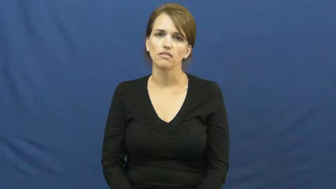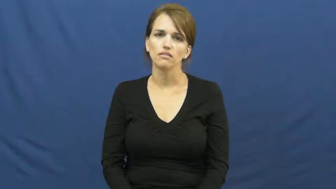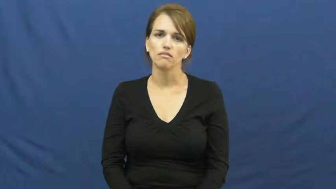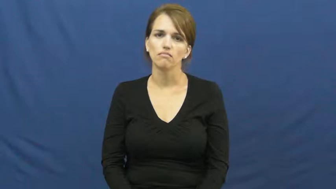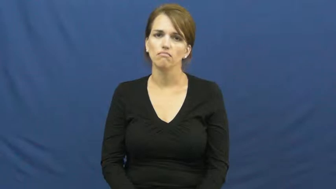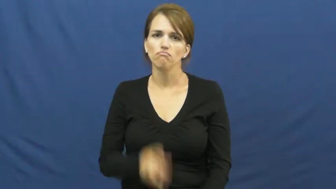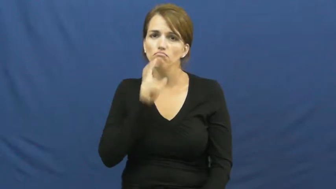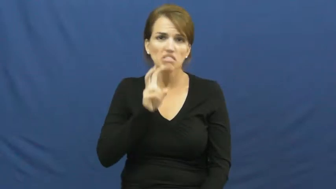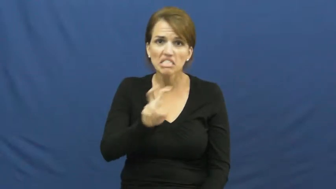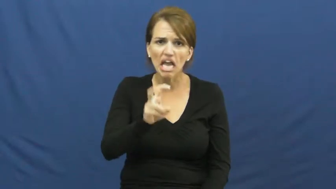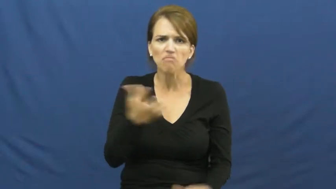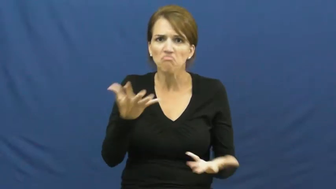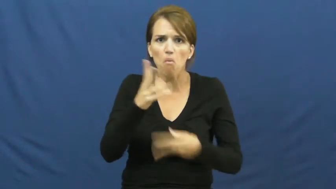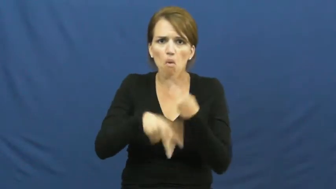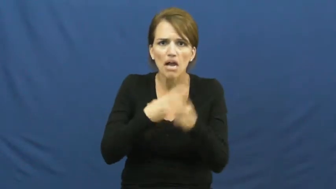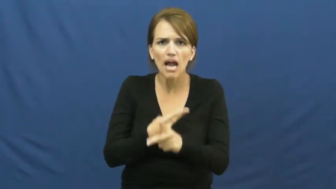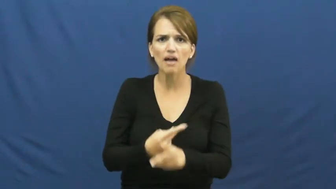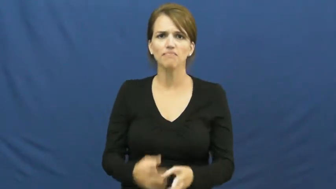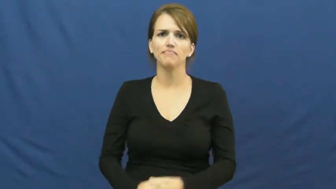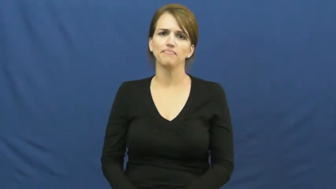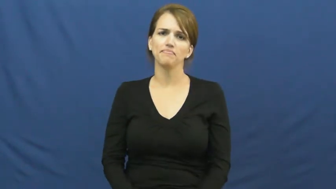kind of snake